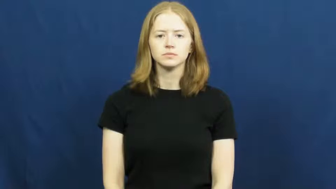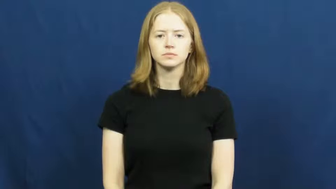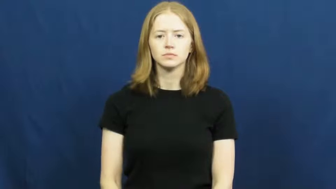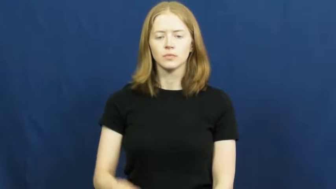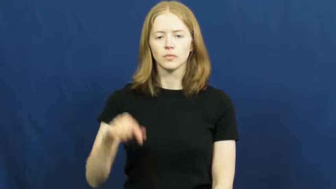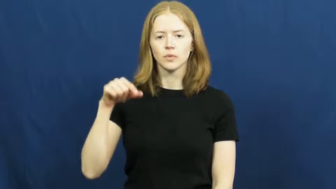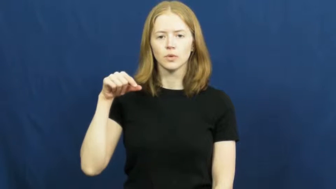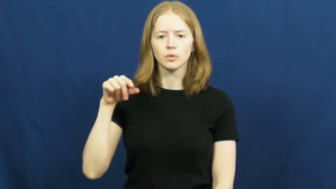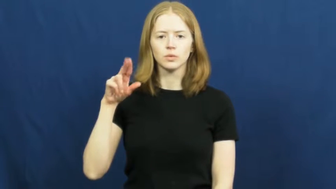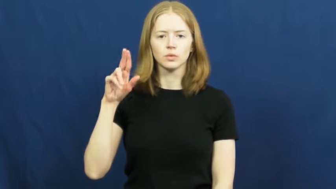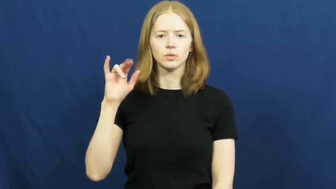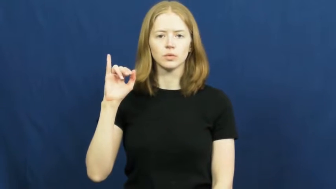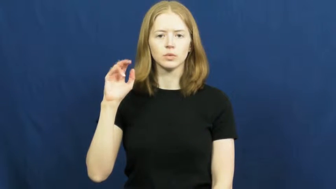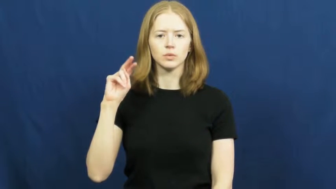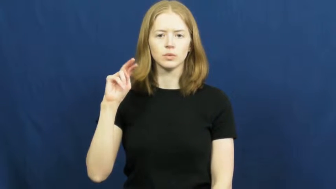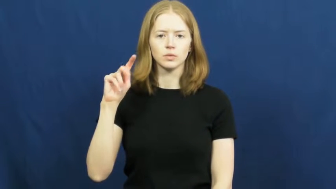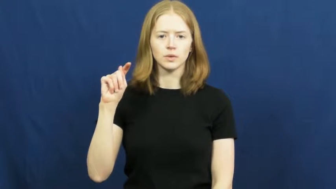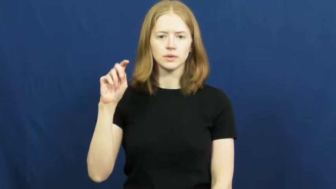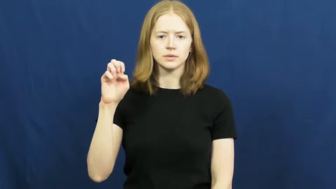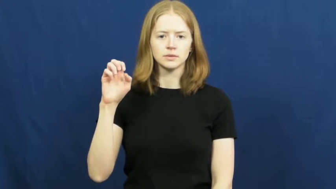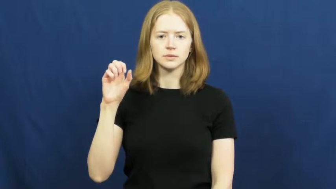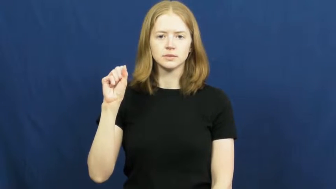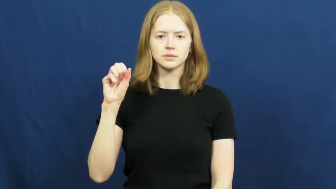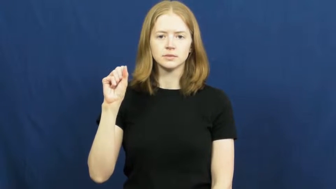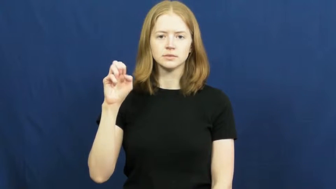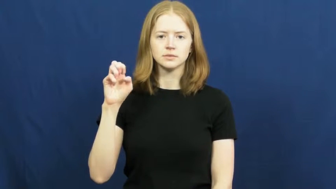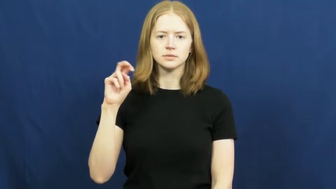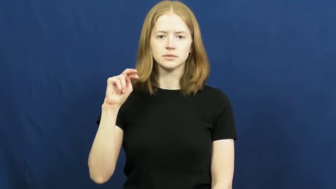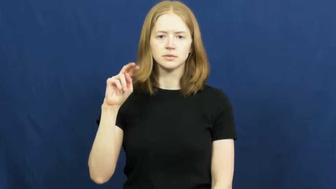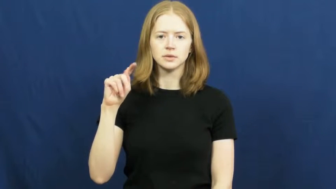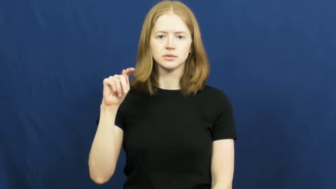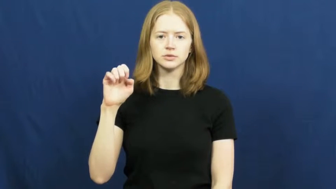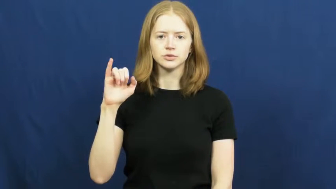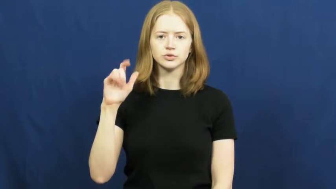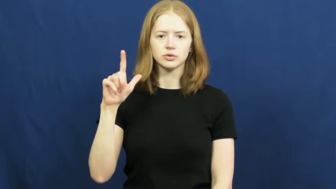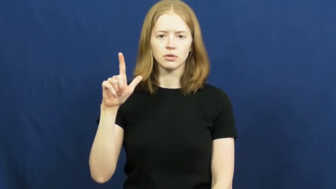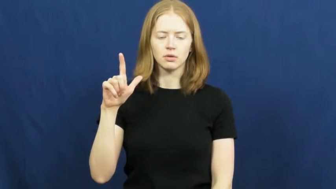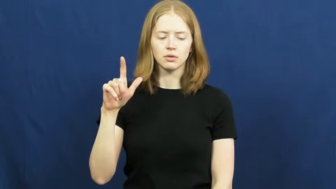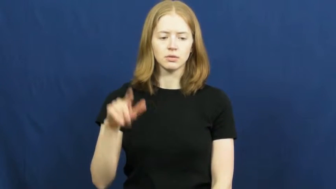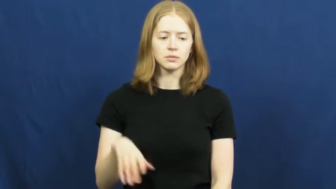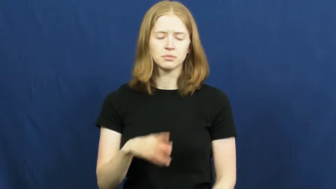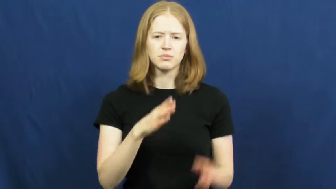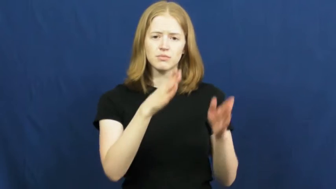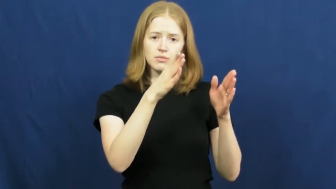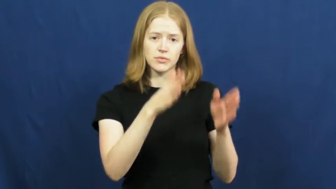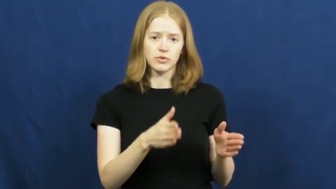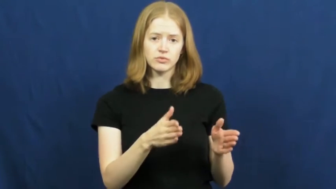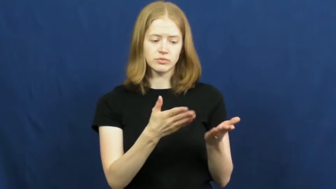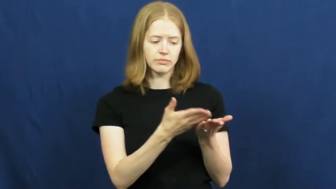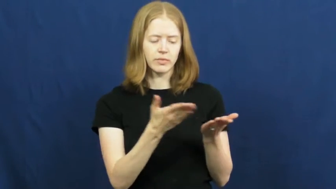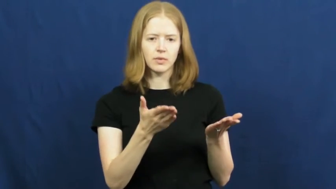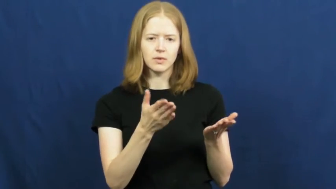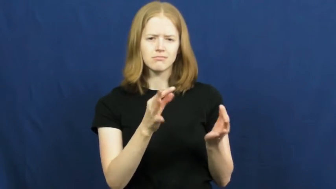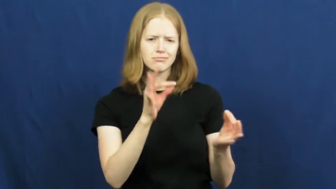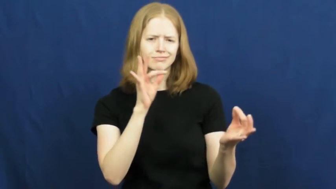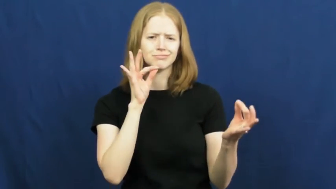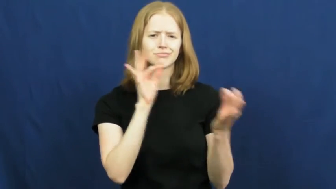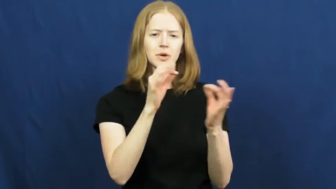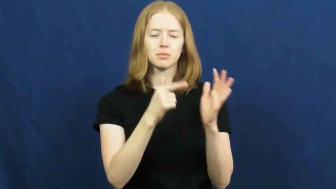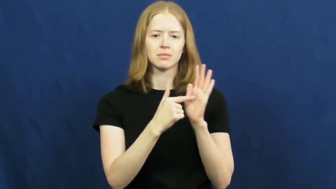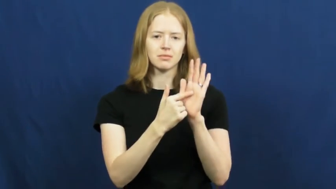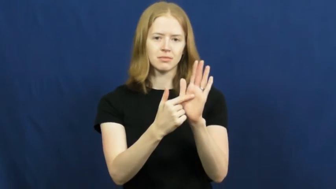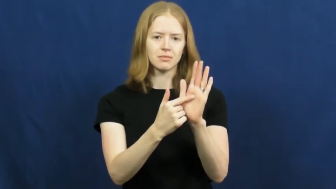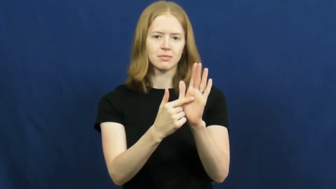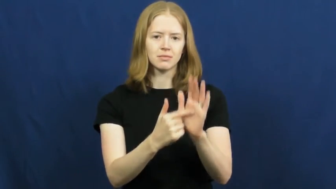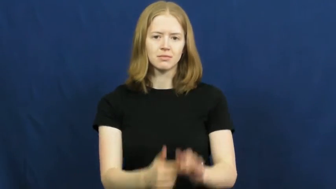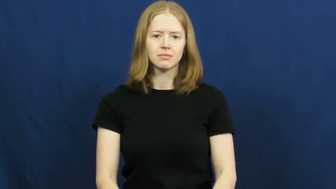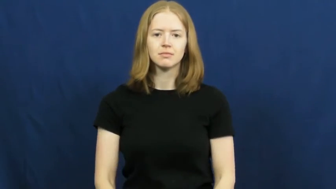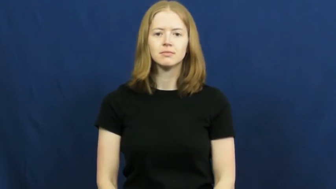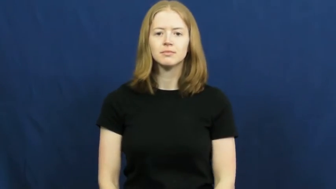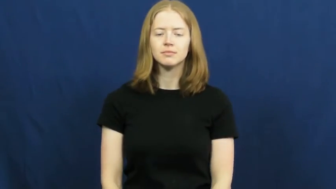quintessential